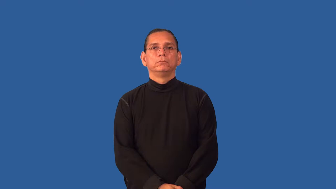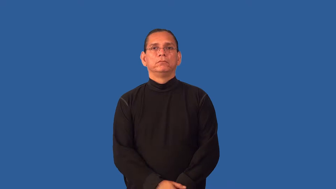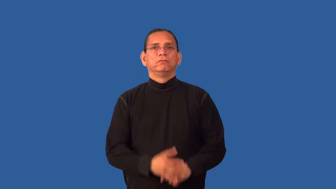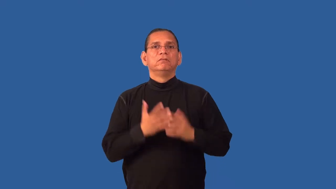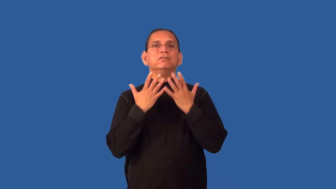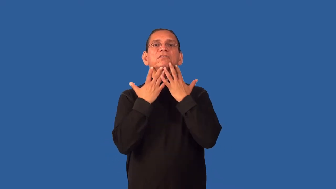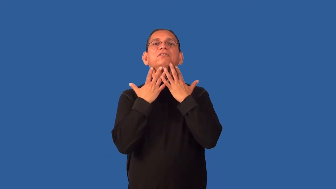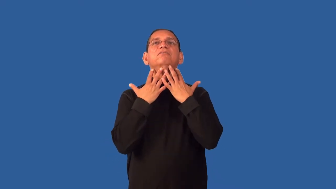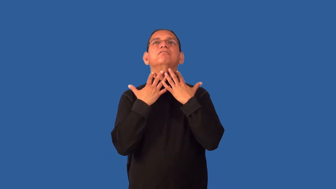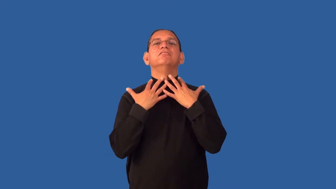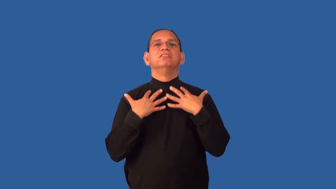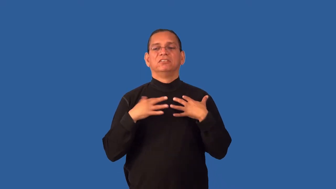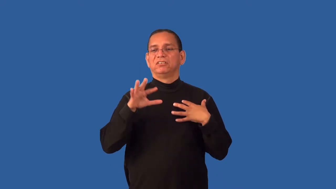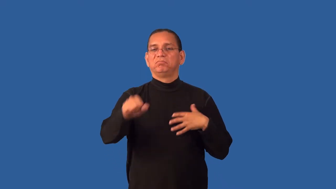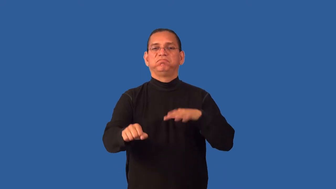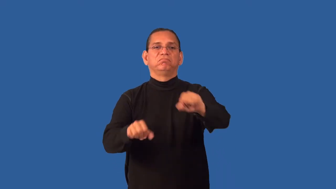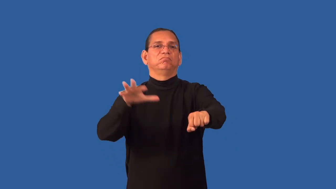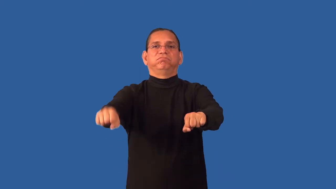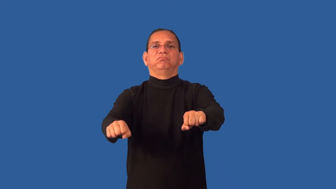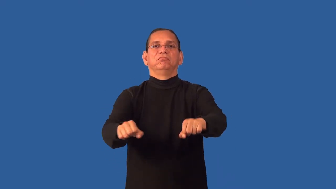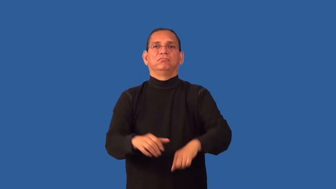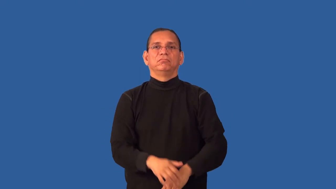grabby